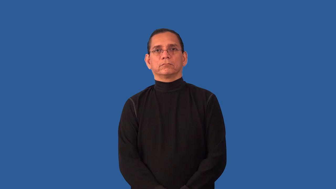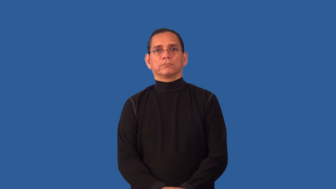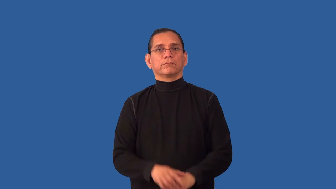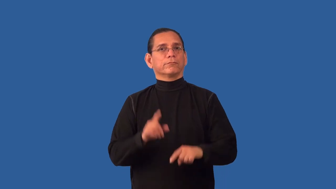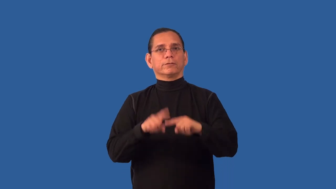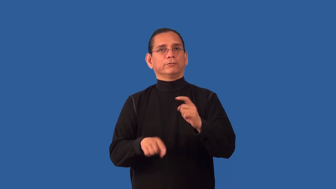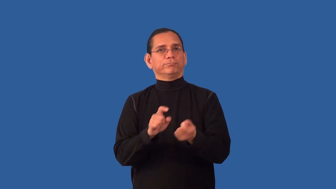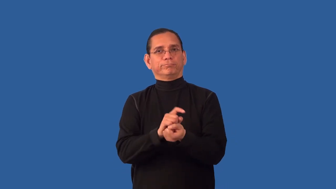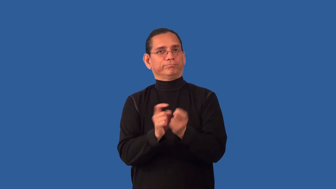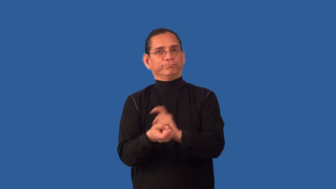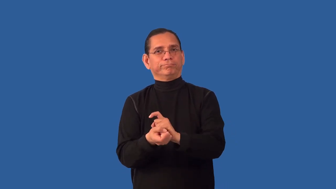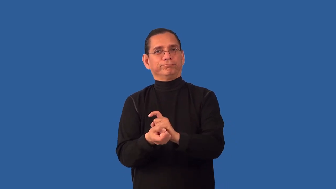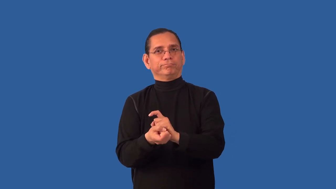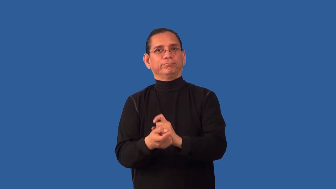unchangeable,unalterable,incommutable